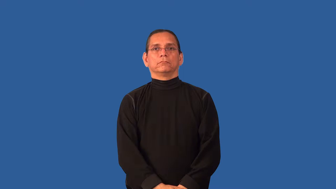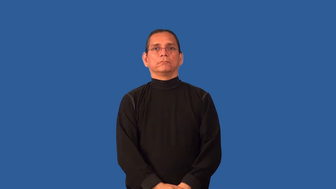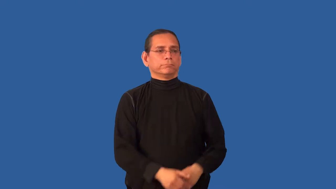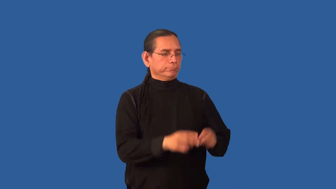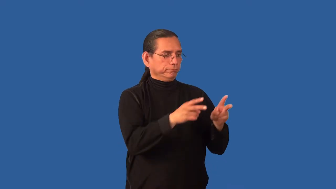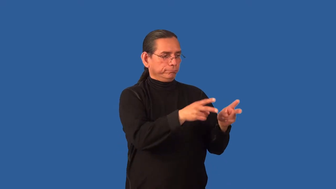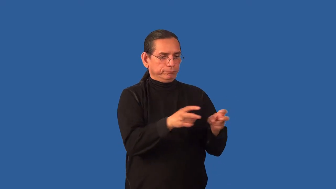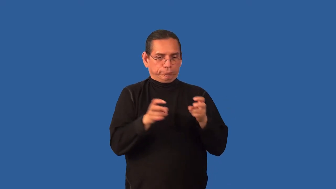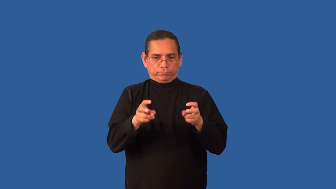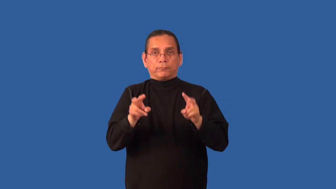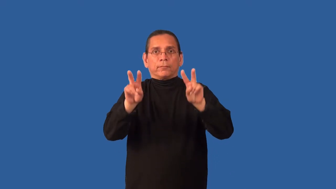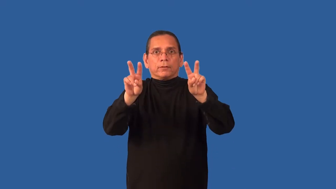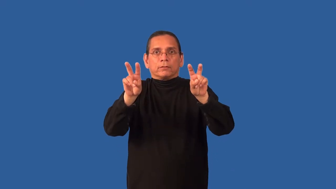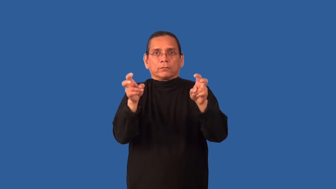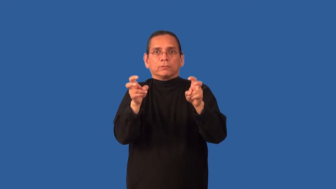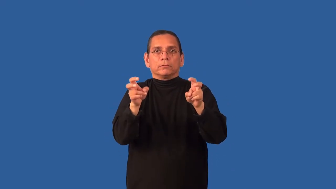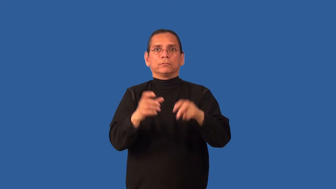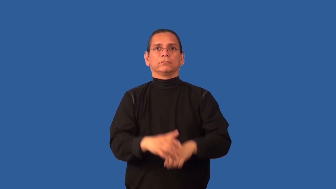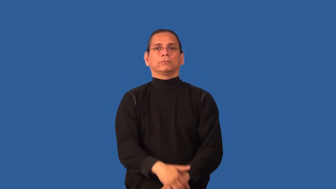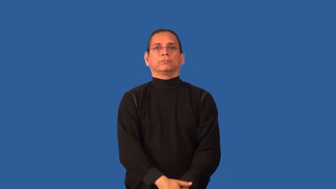cite,excerpt